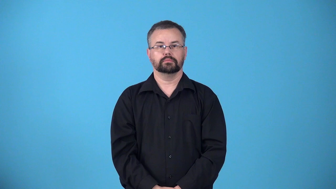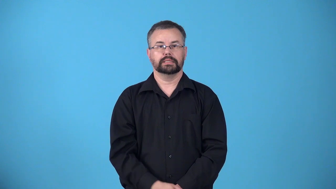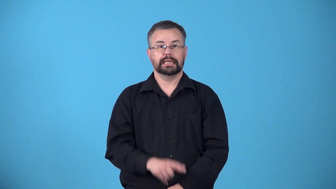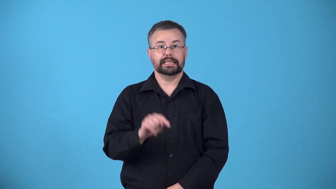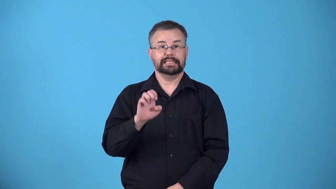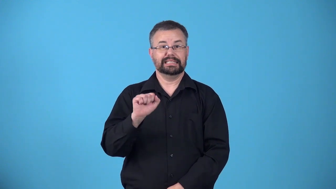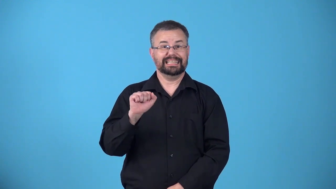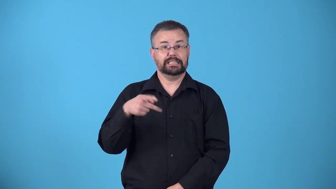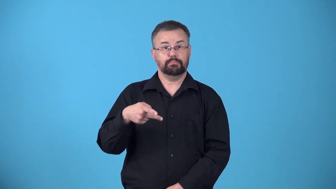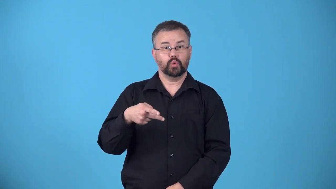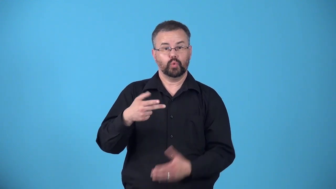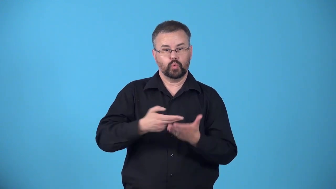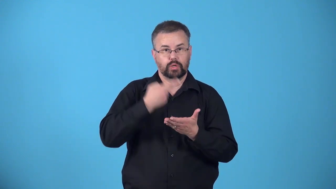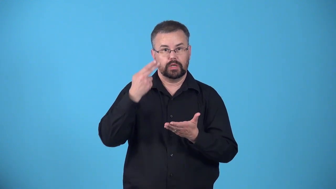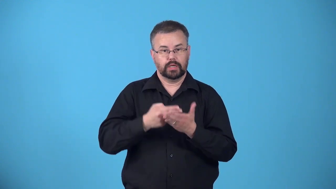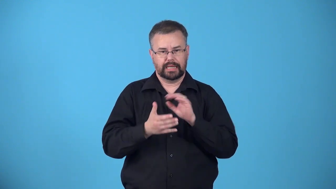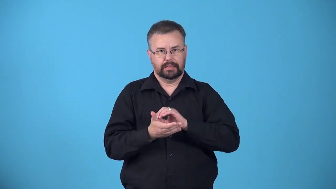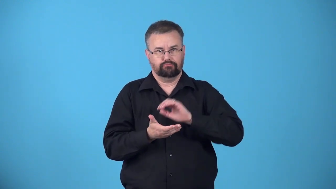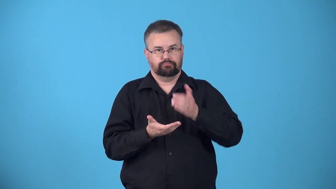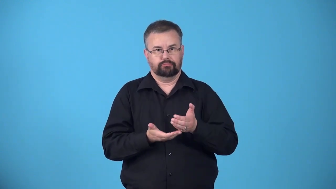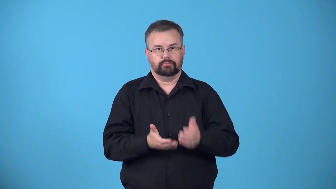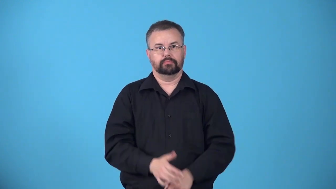teaspoonful